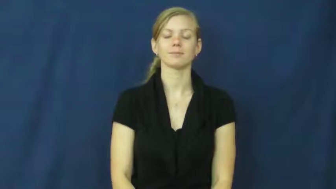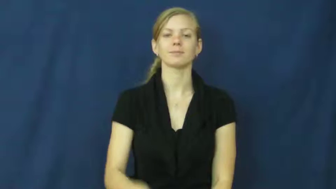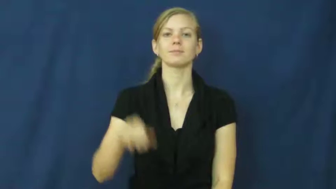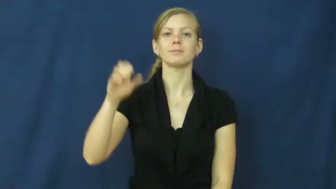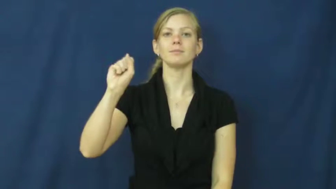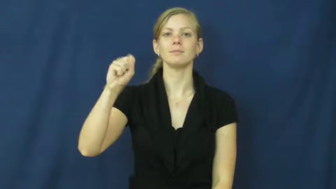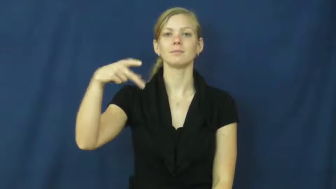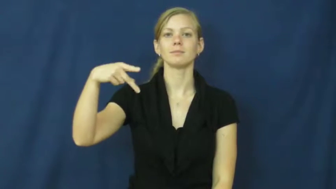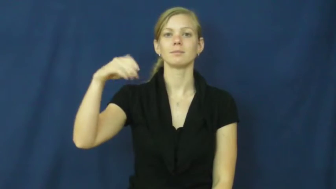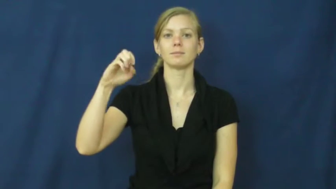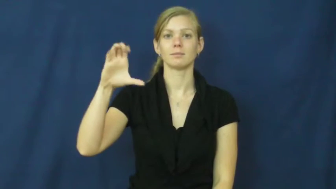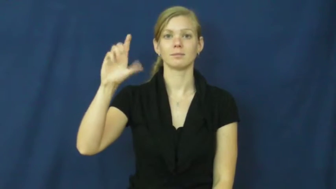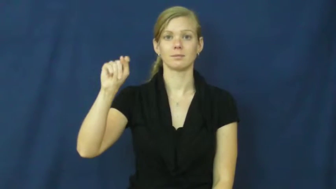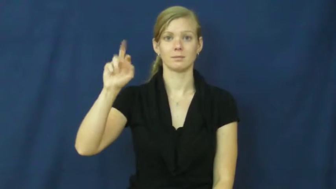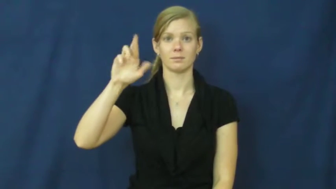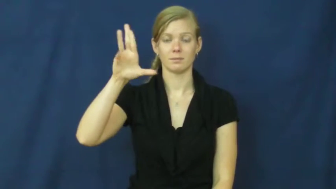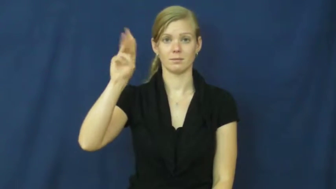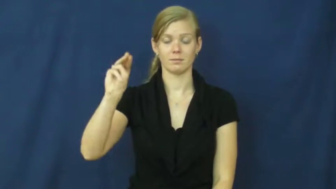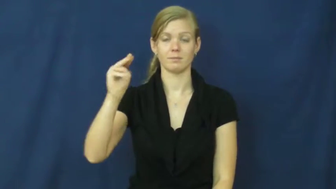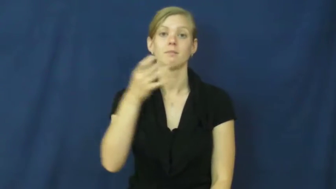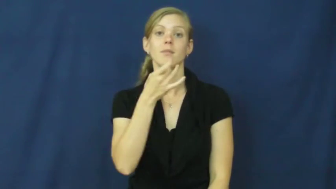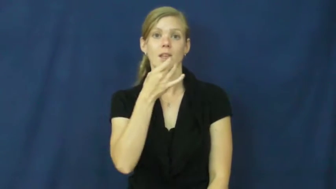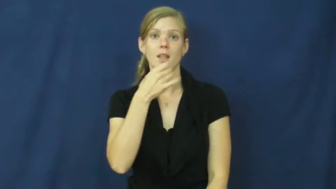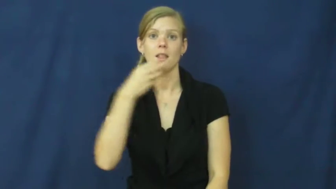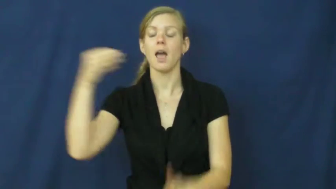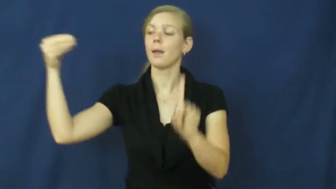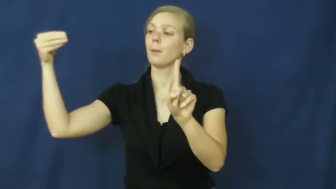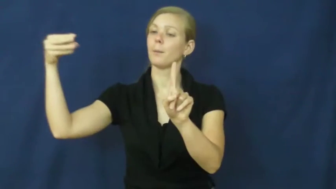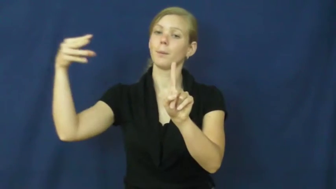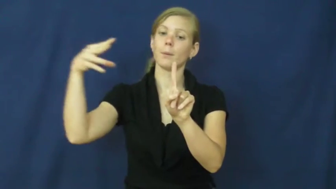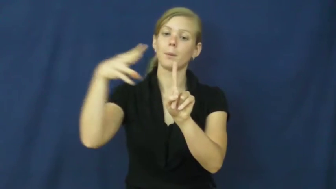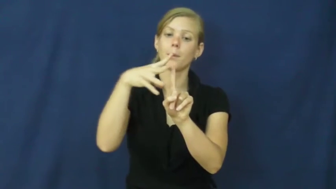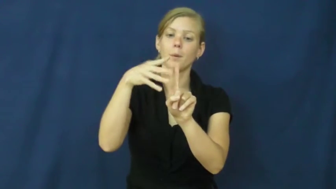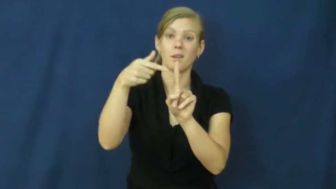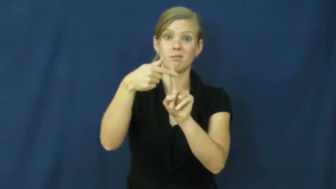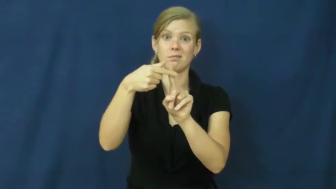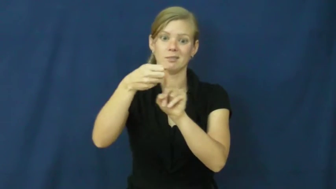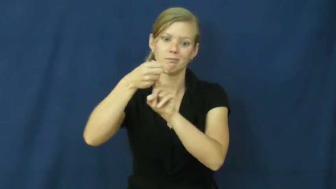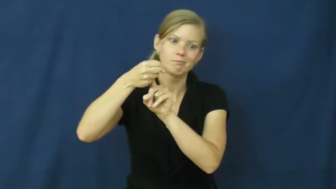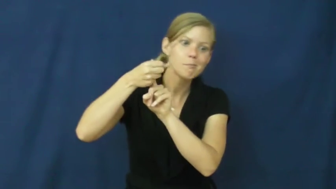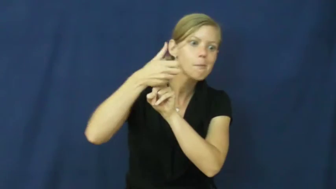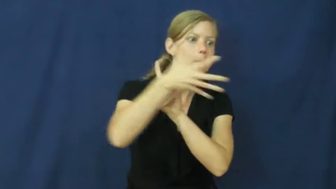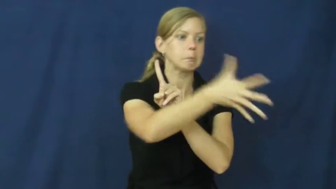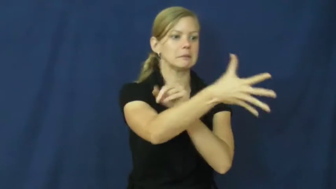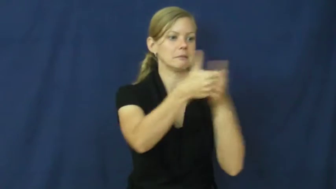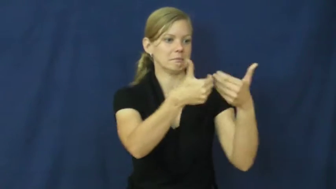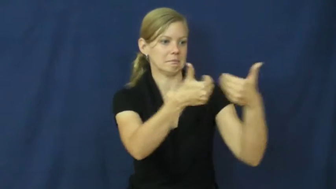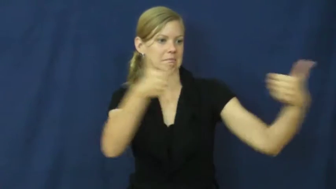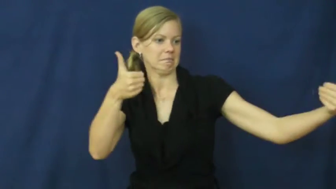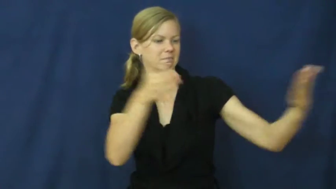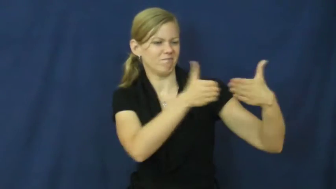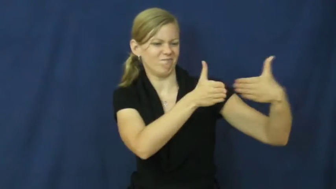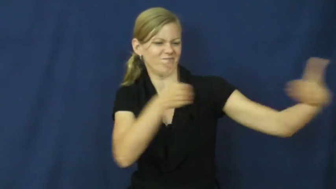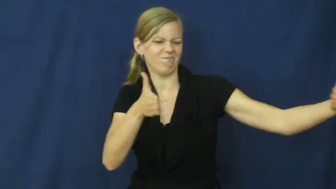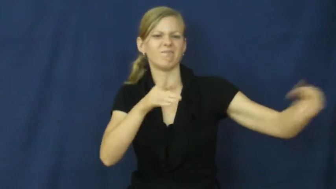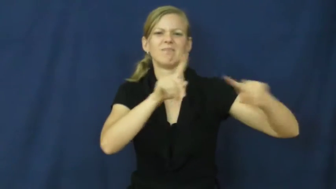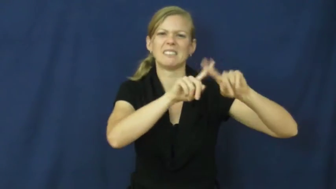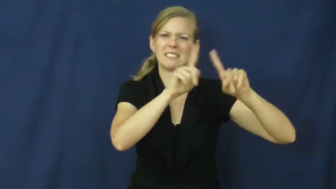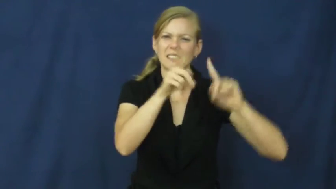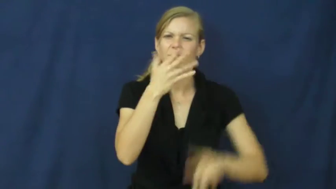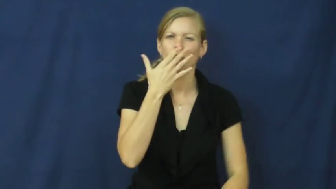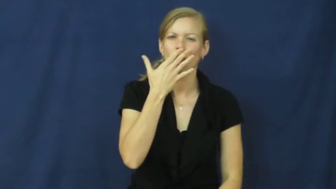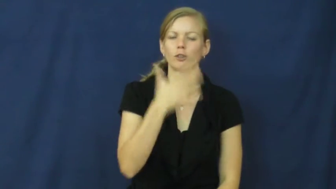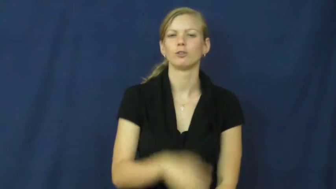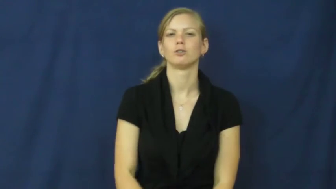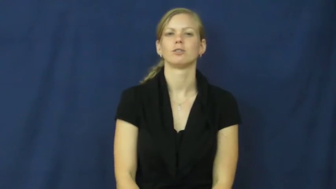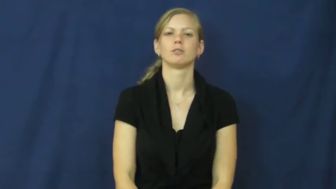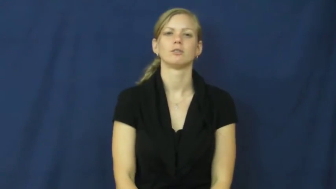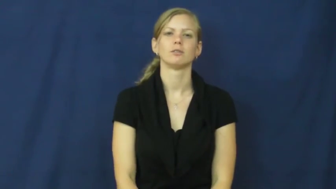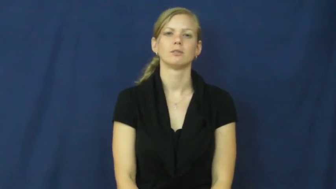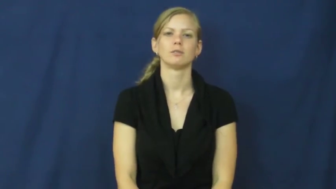spectrum-range of colors